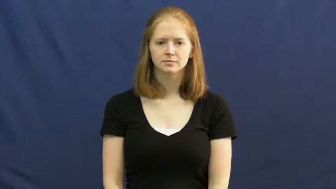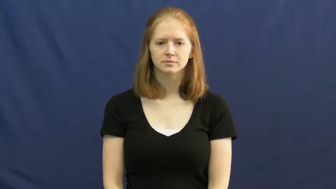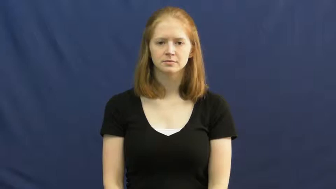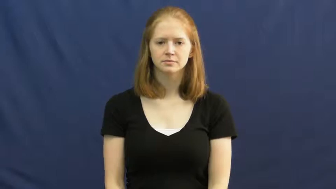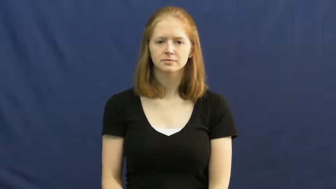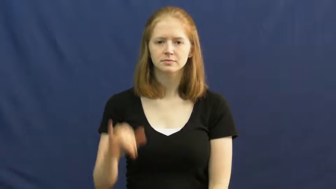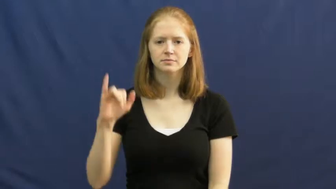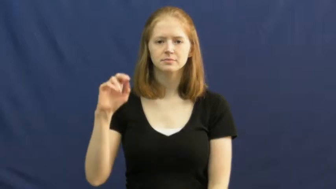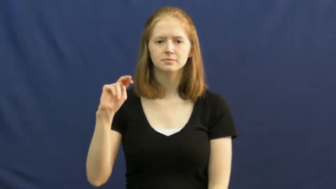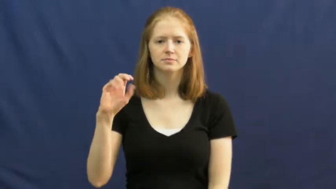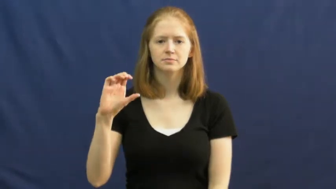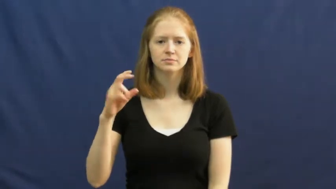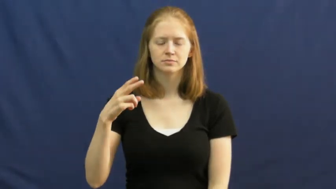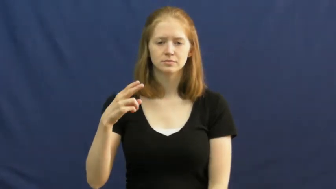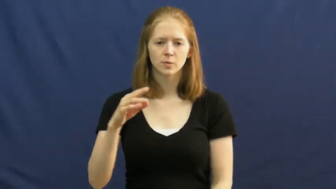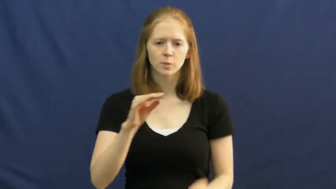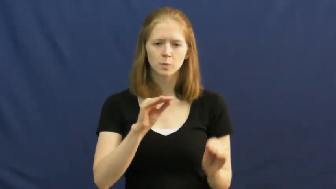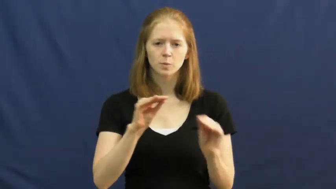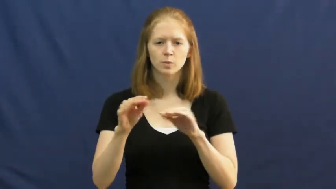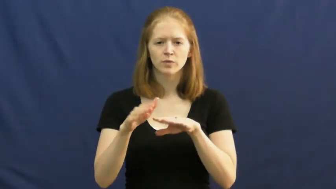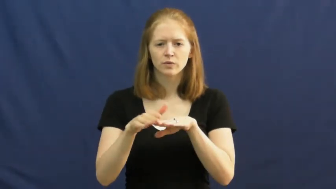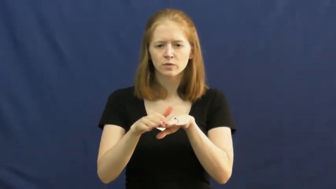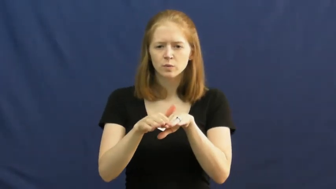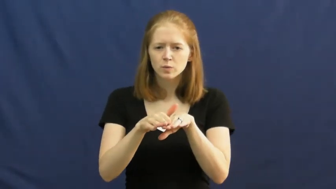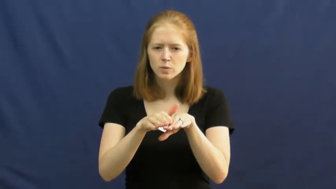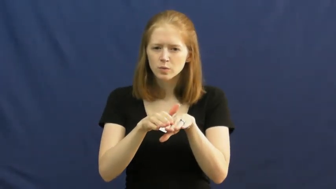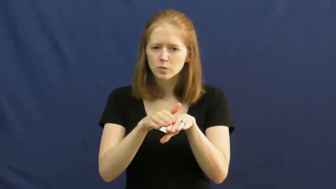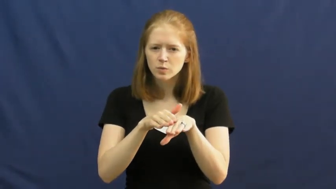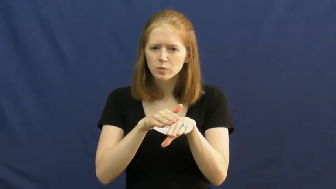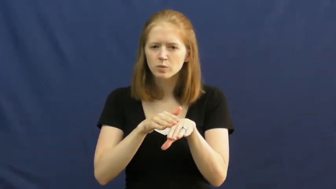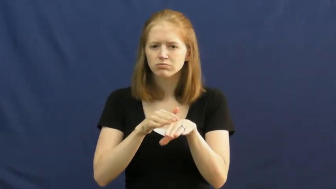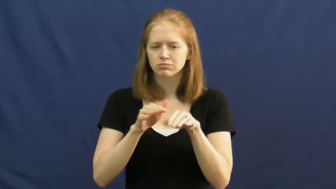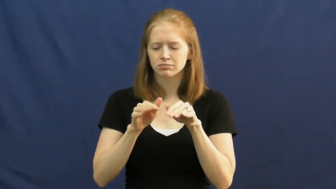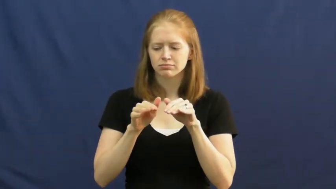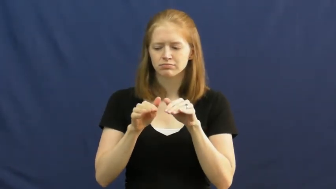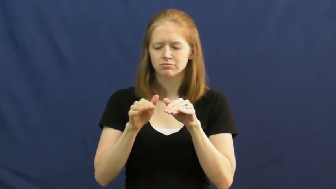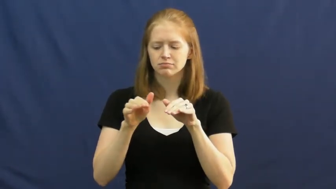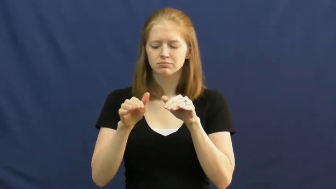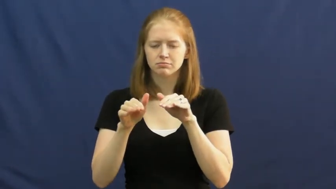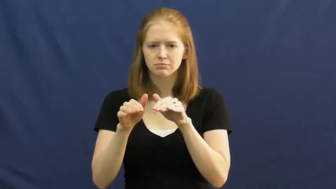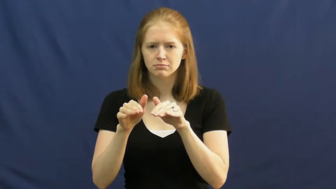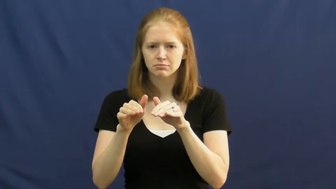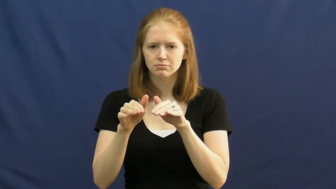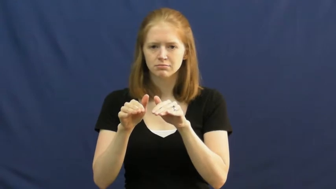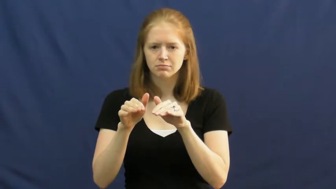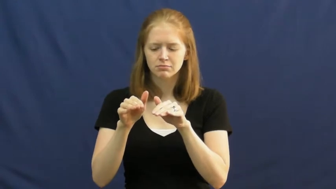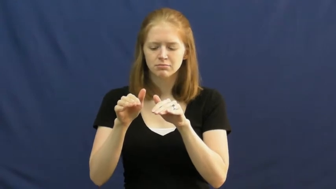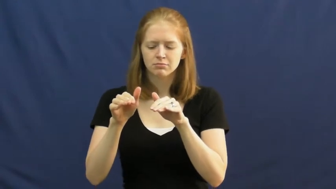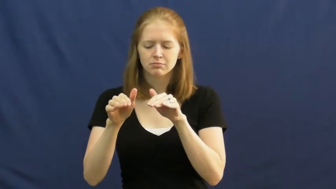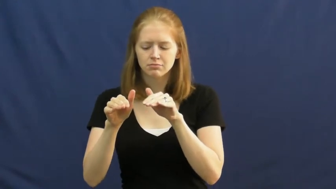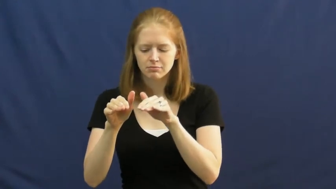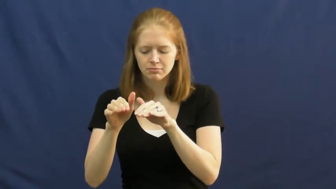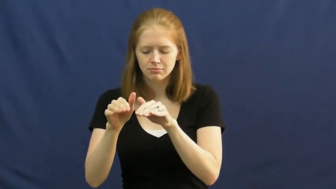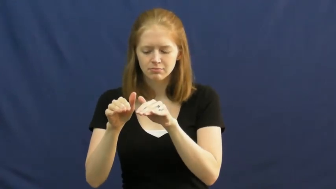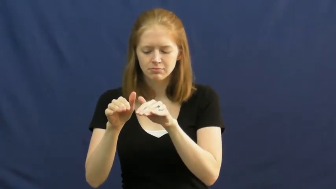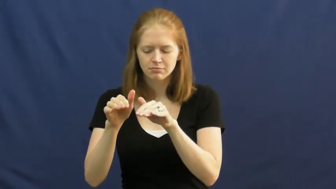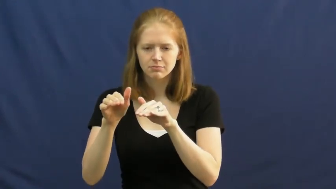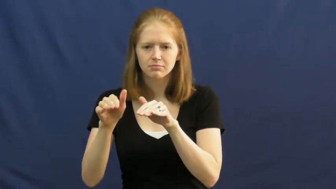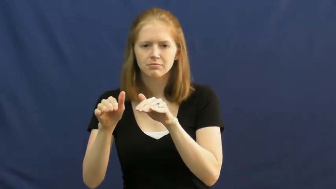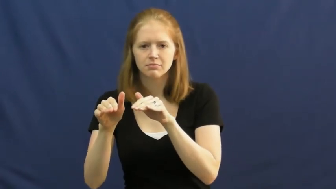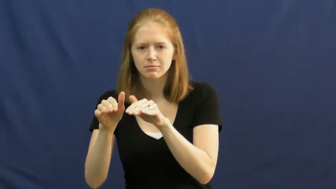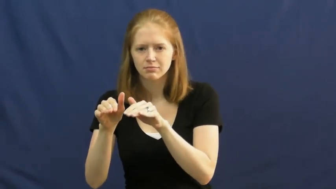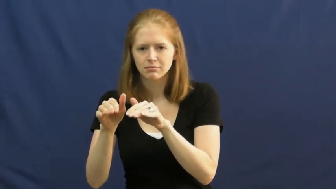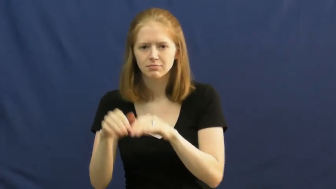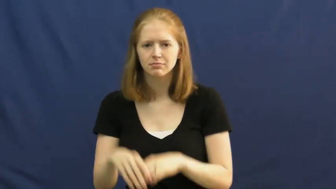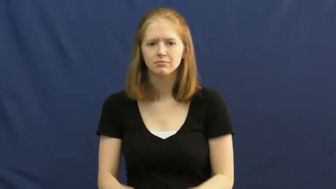inch-move